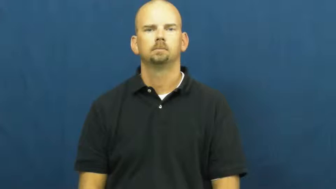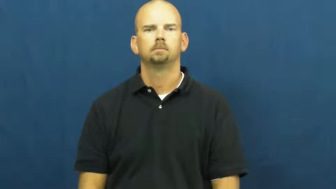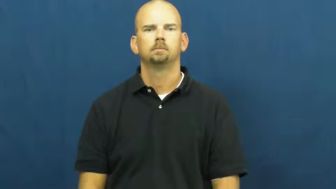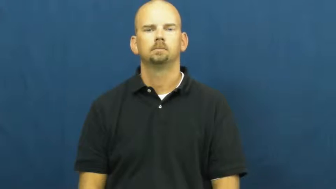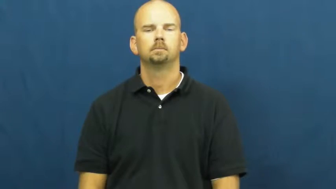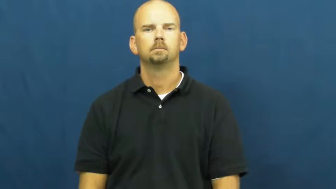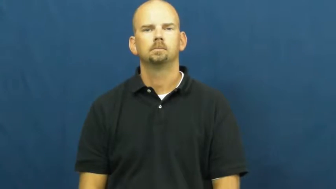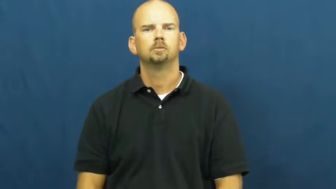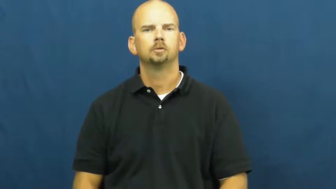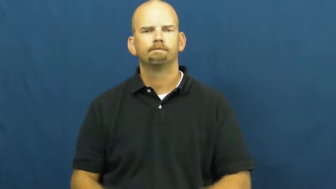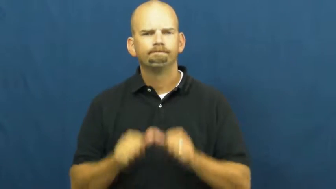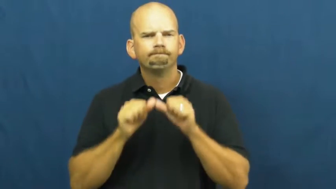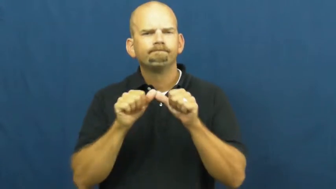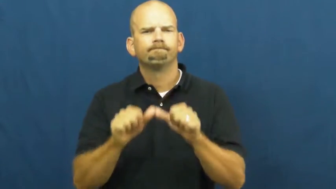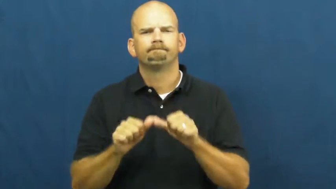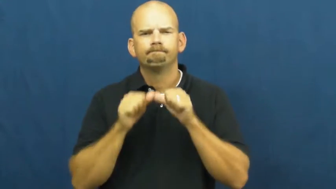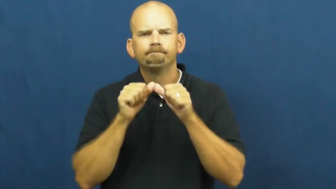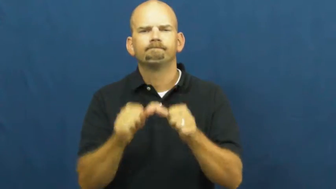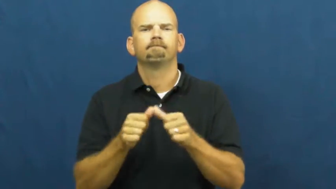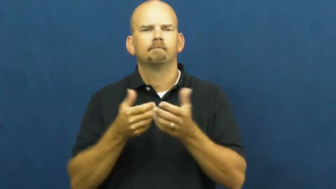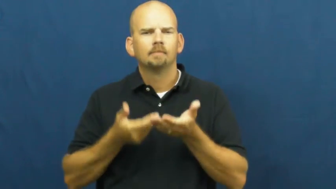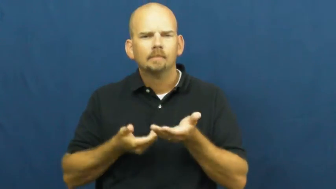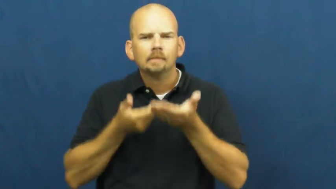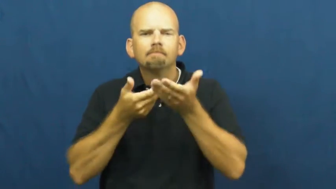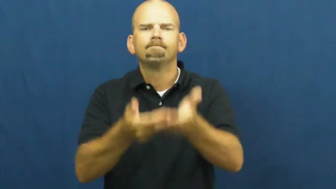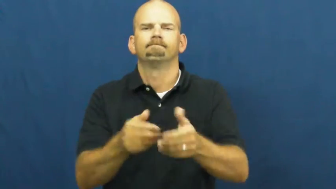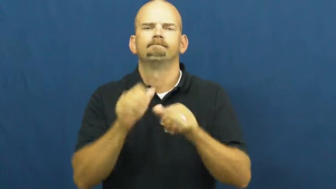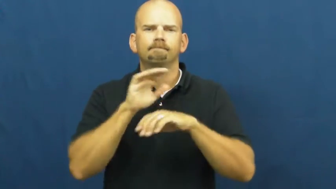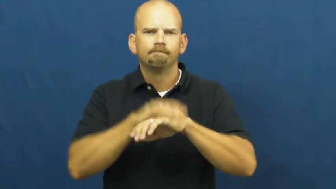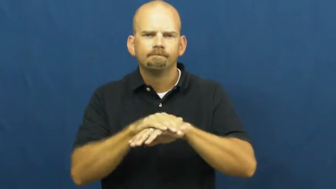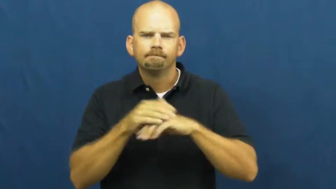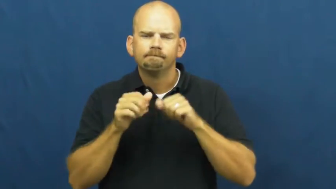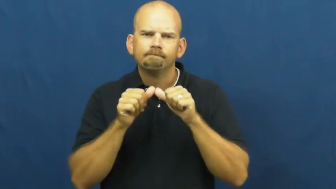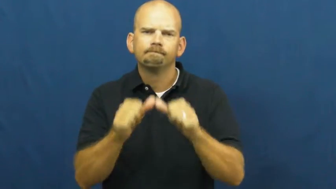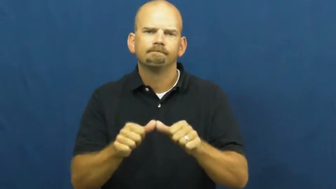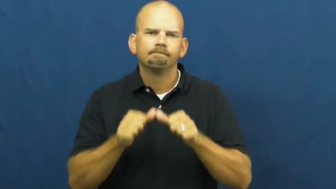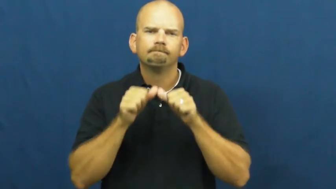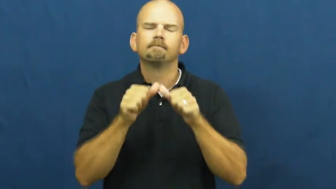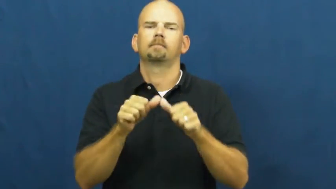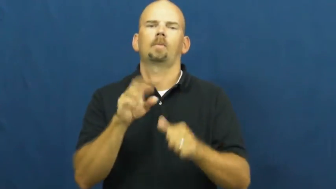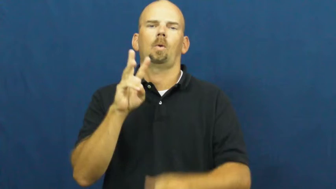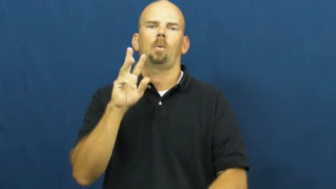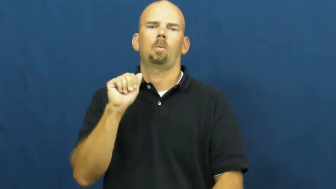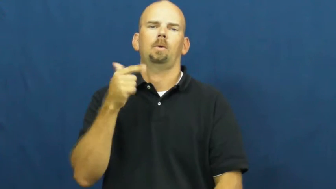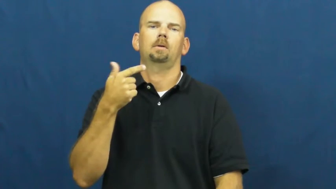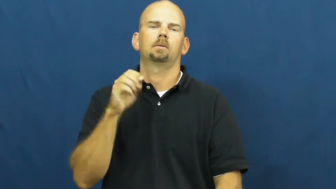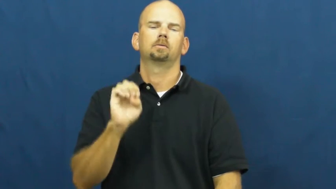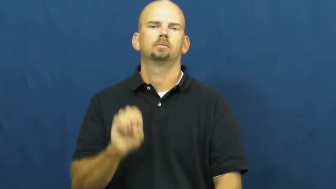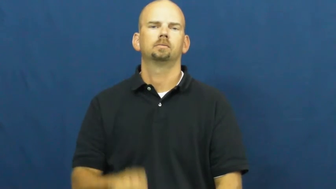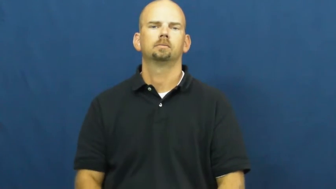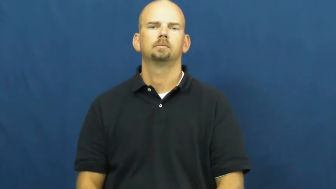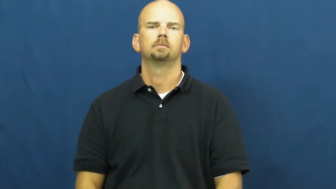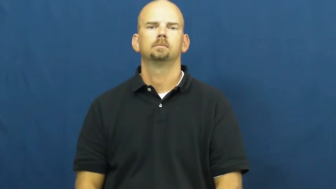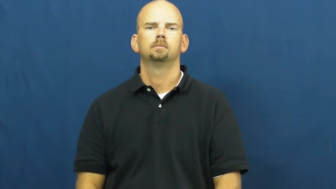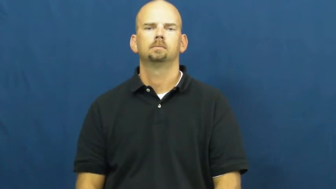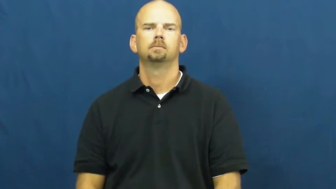wage-verb